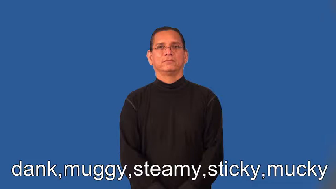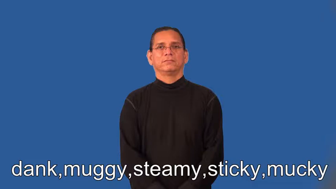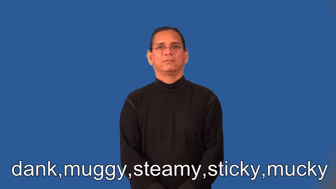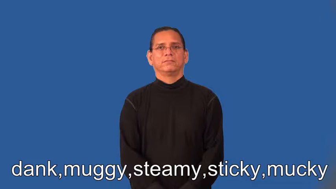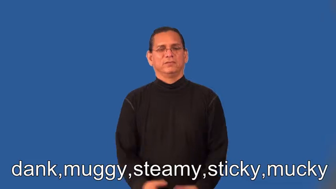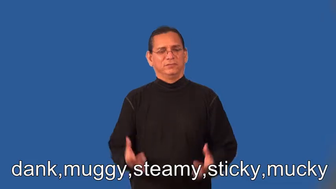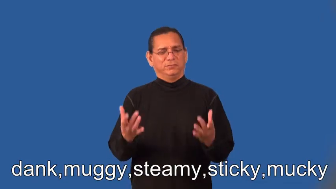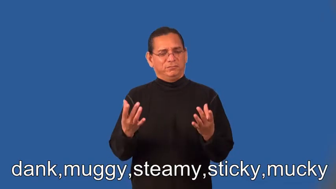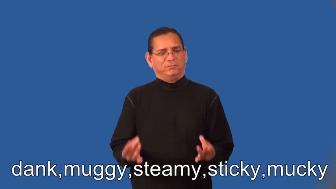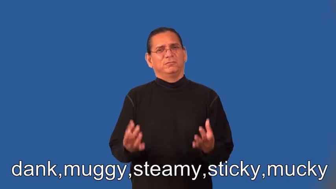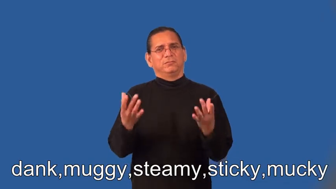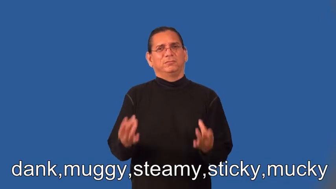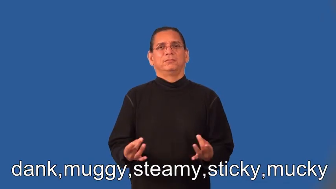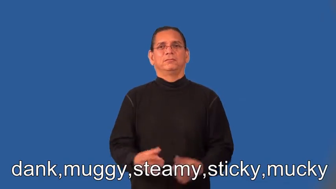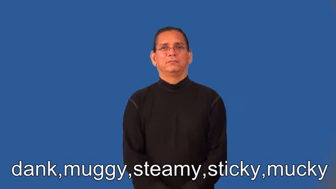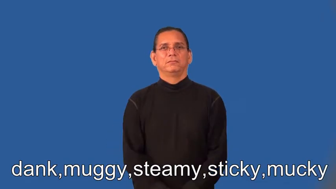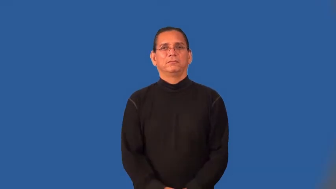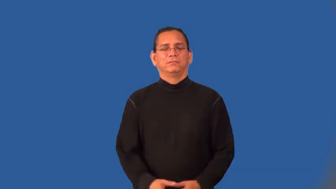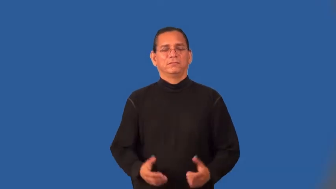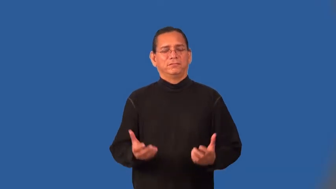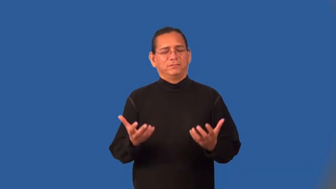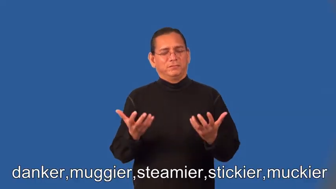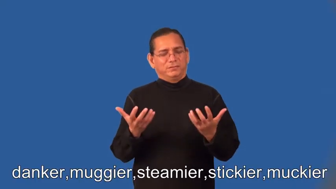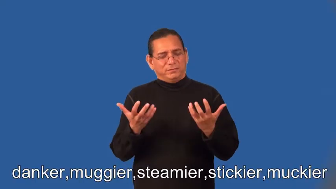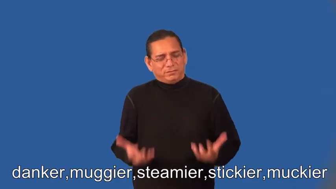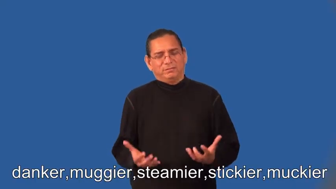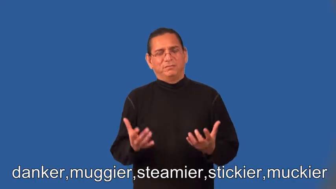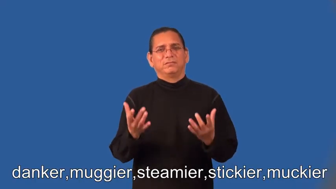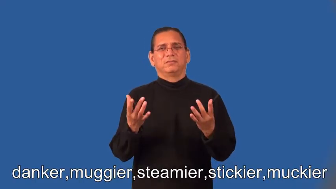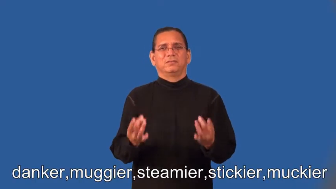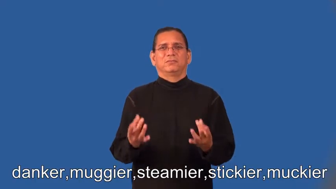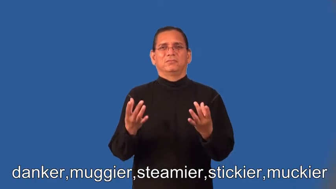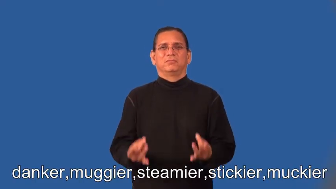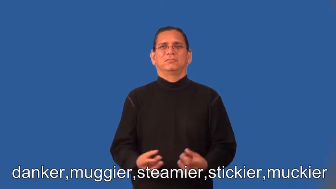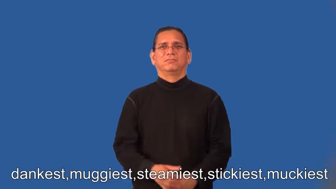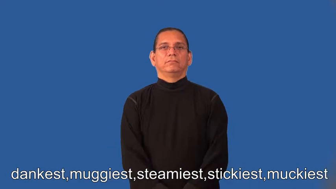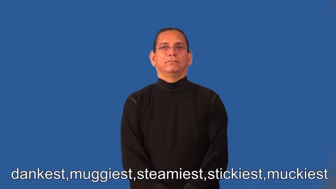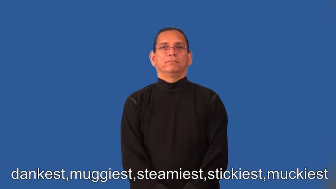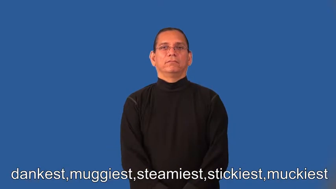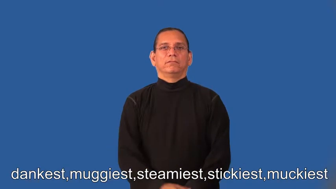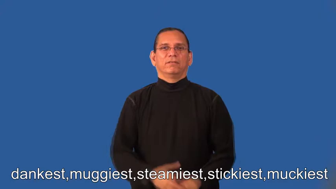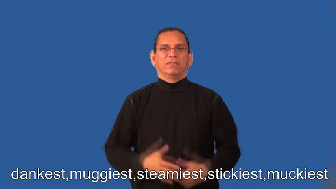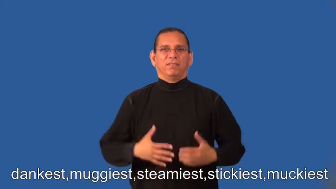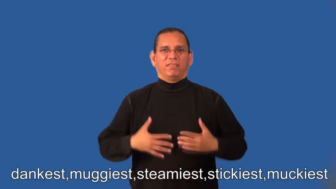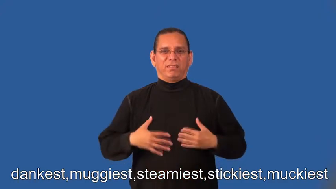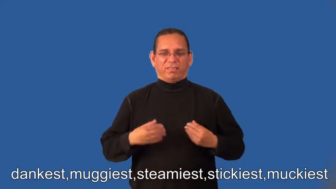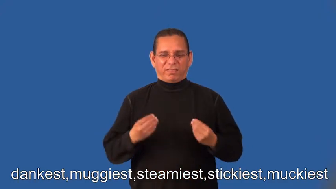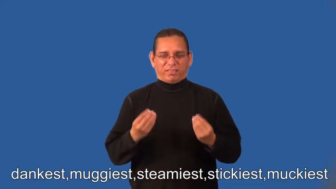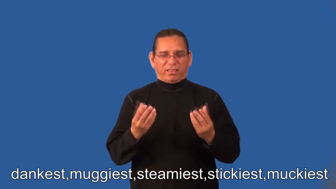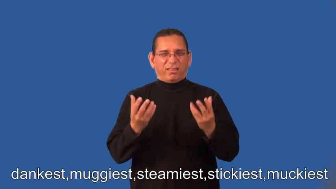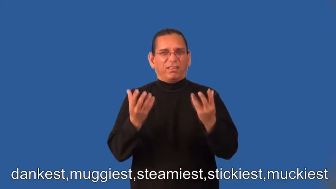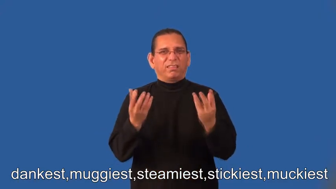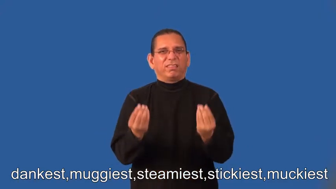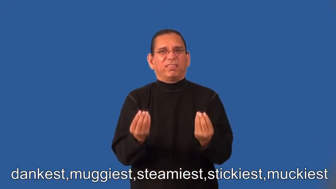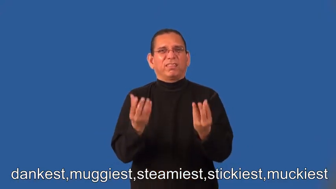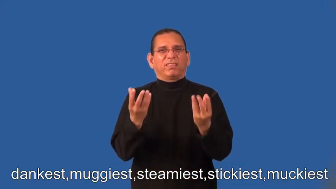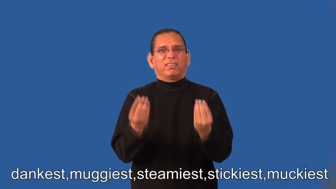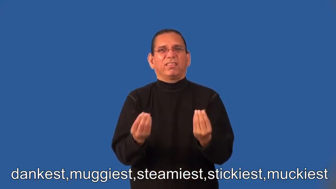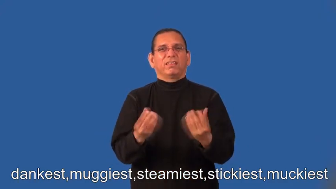danker,muggier,steamier,stickier,muckier,dankest,muggiest,steamiest,stickiest,muckiest